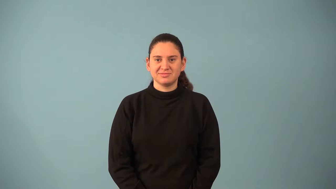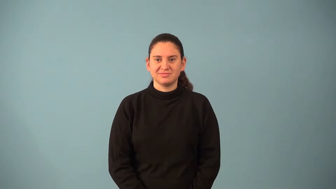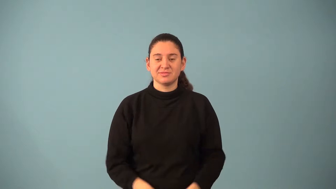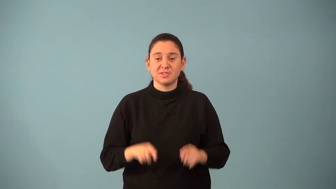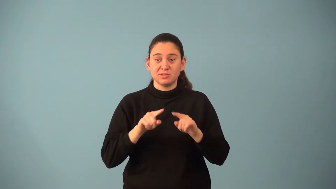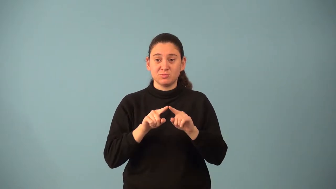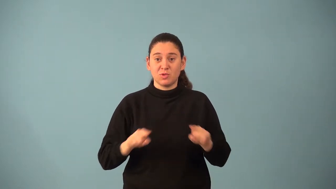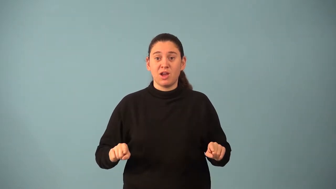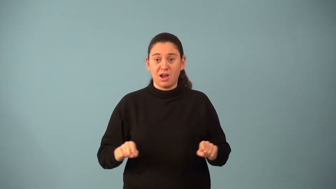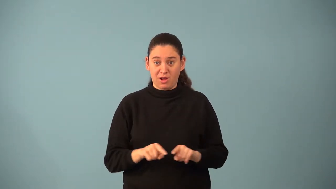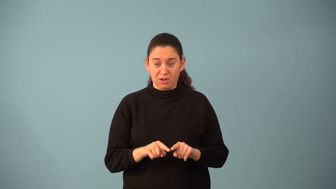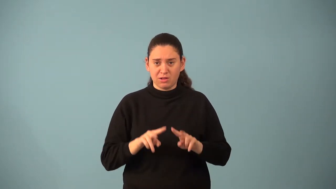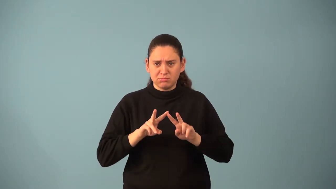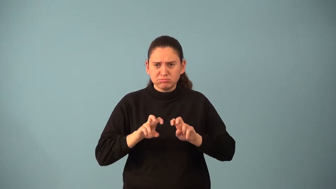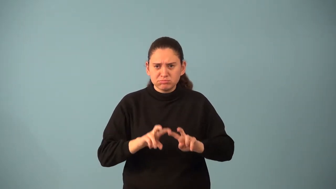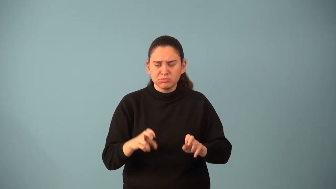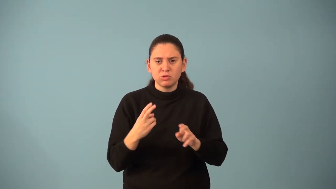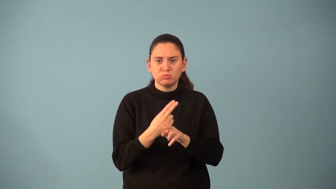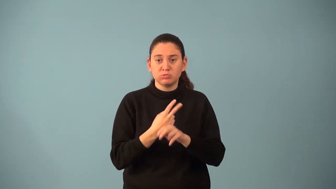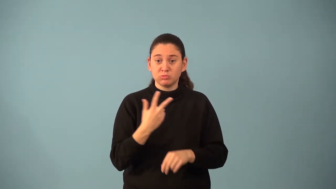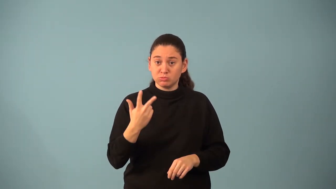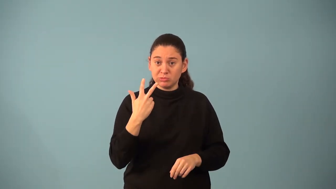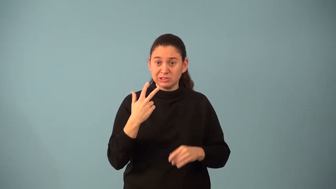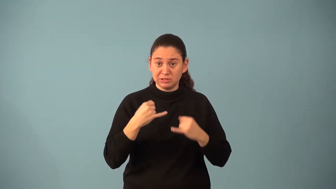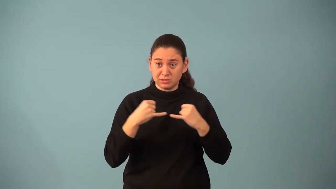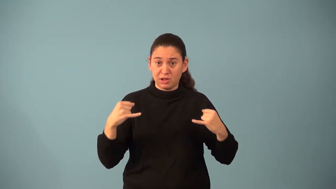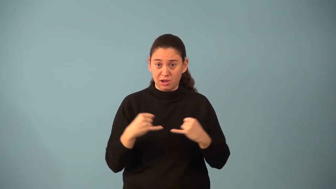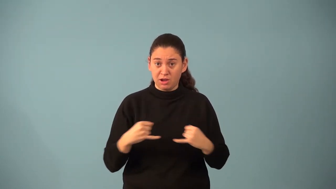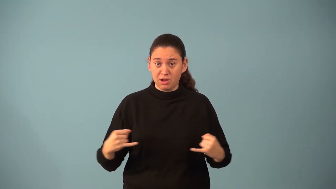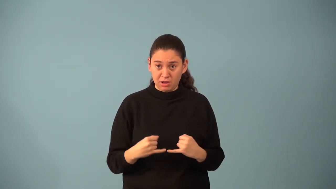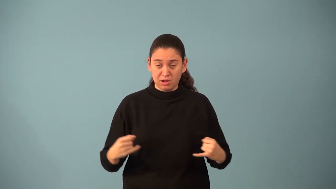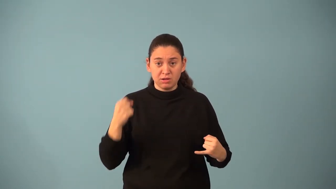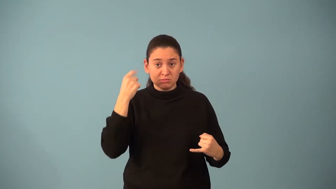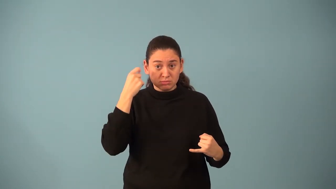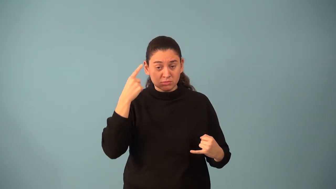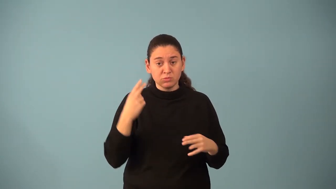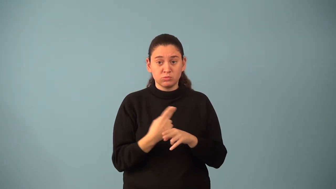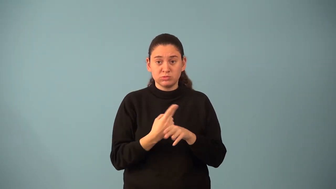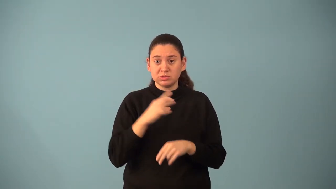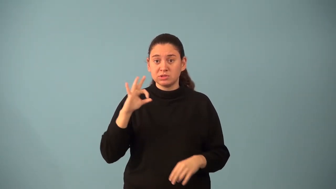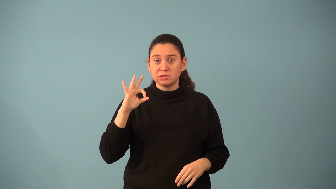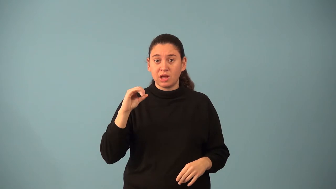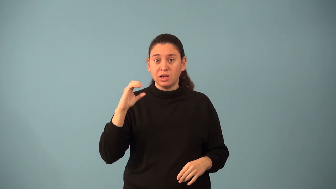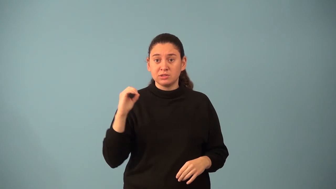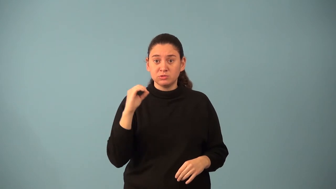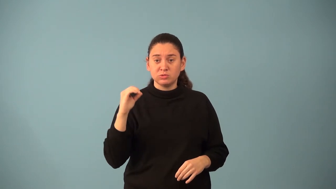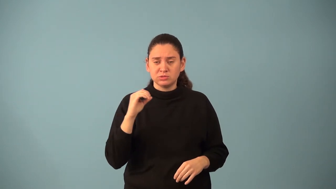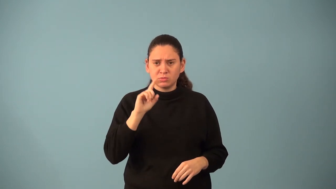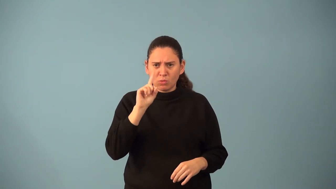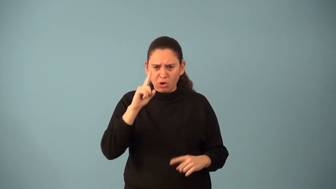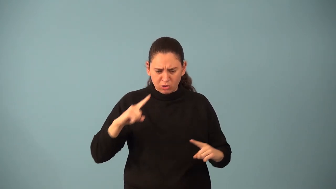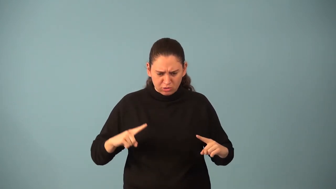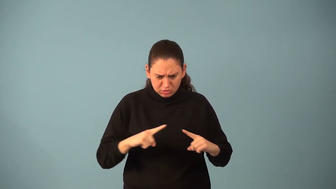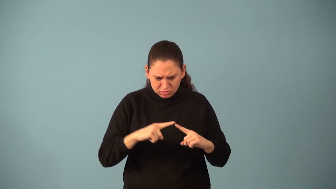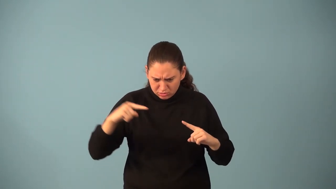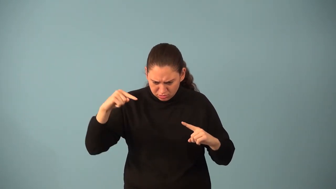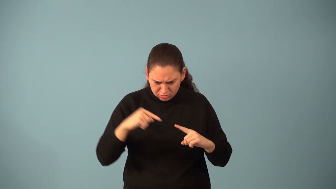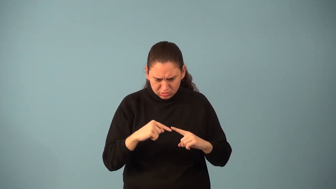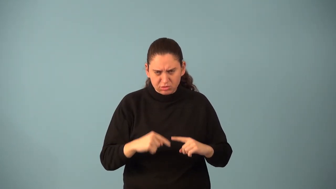orthocenter